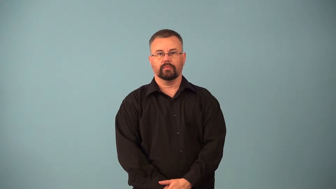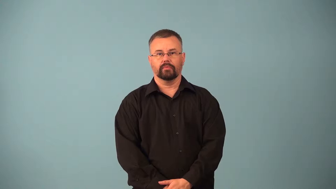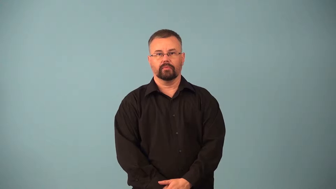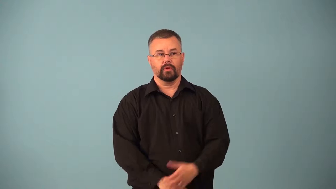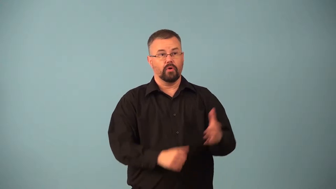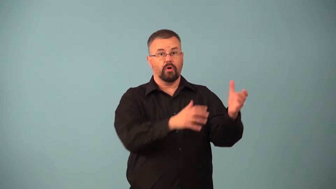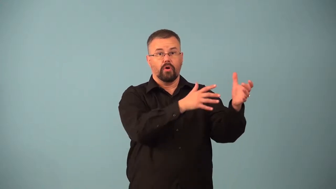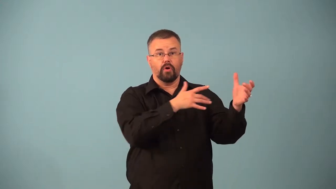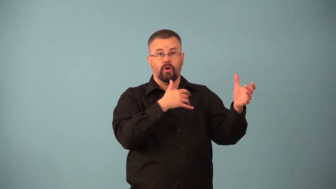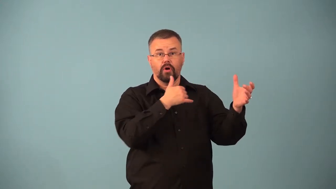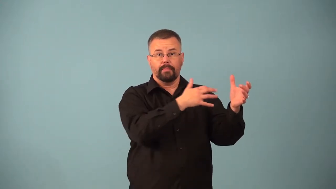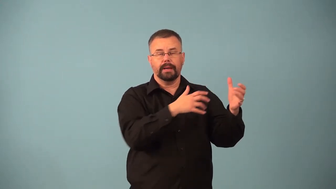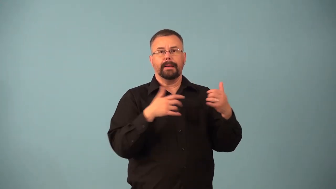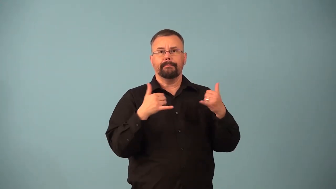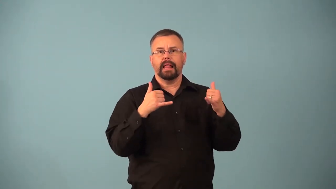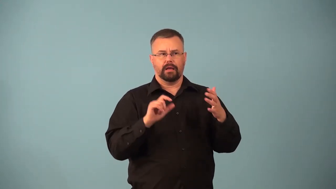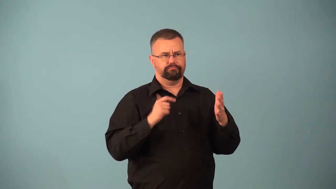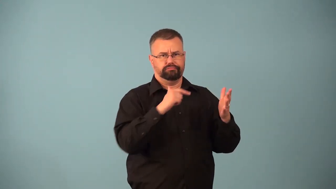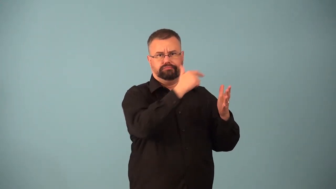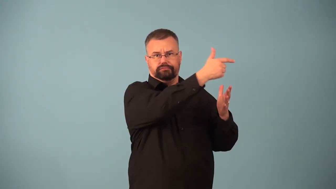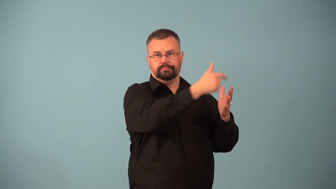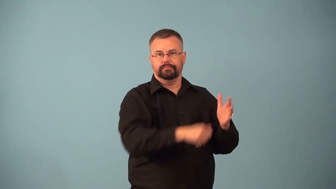arpeggio